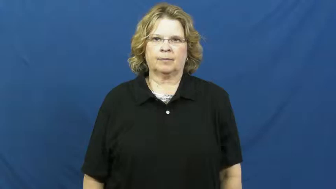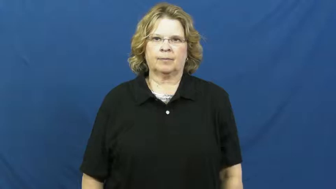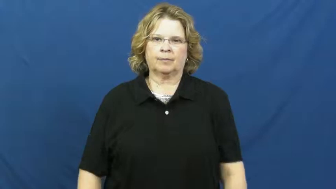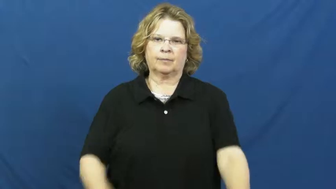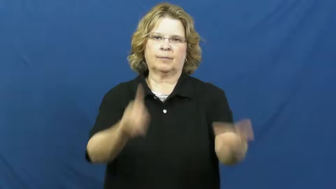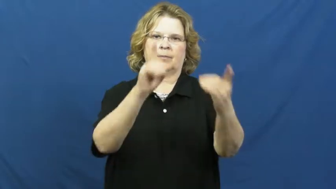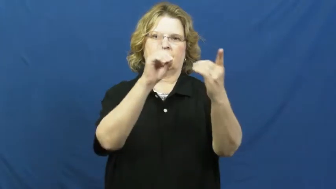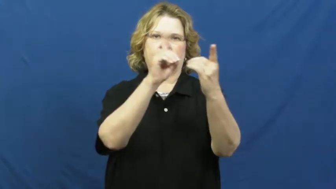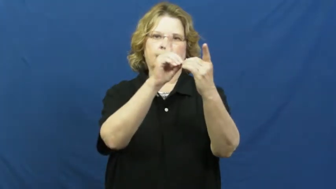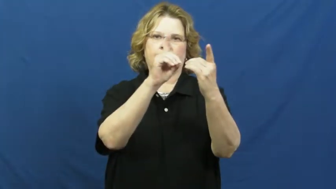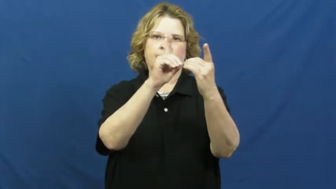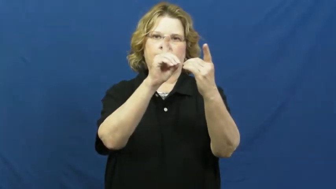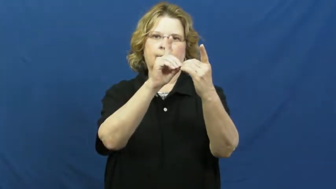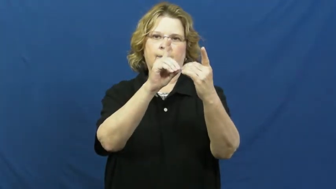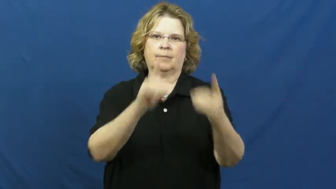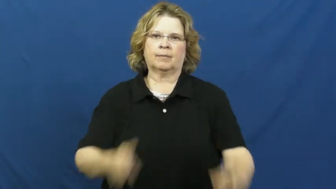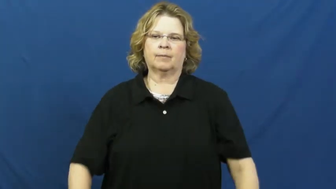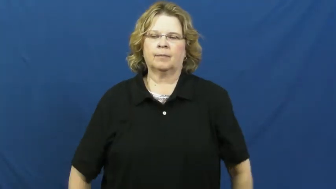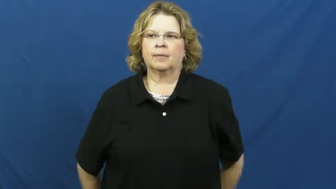date,go out with,go with,keep company-sweetheart